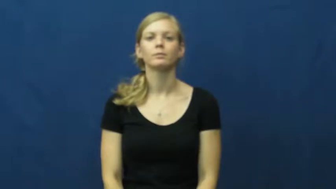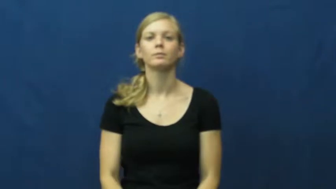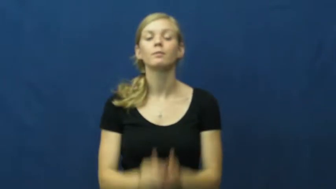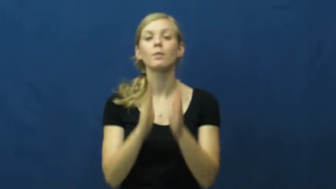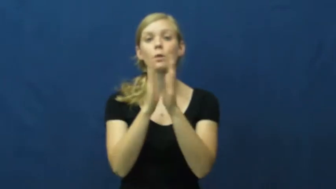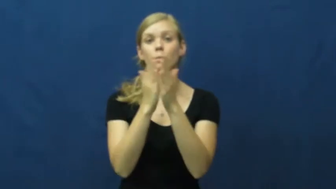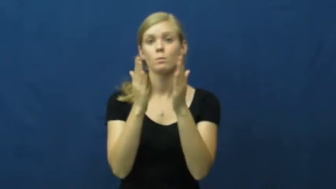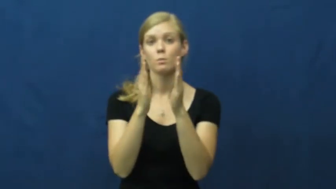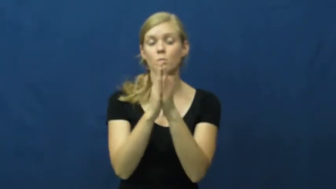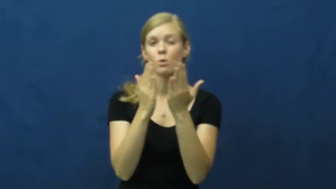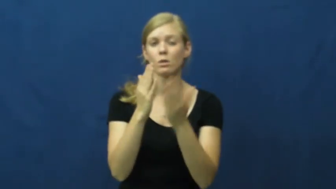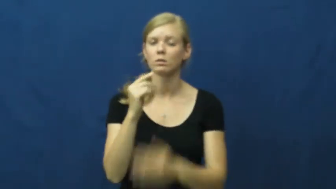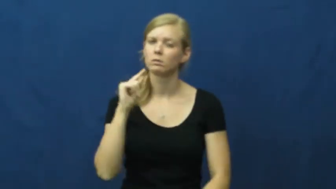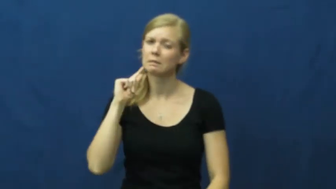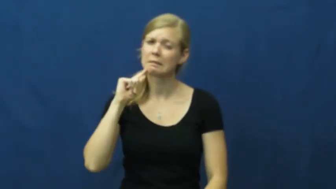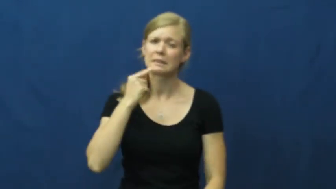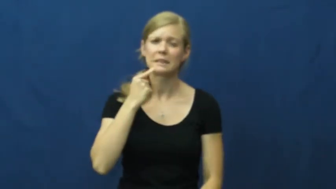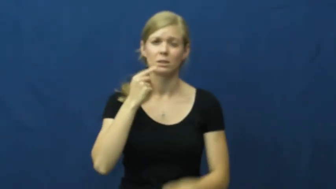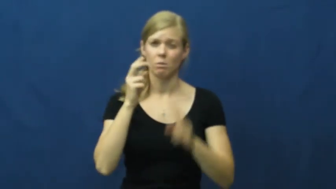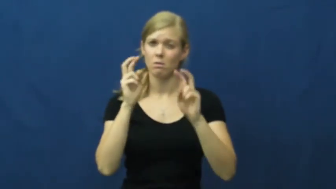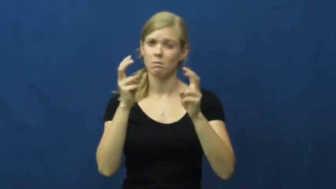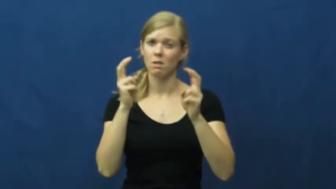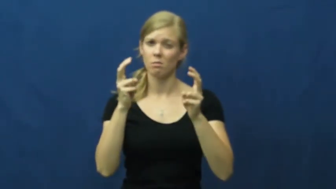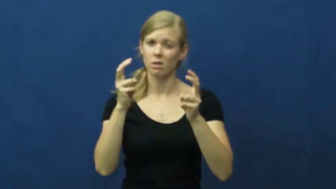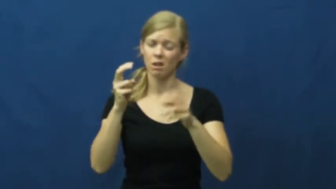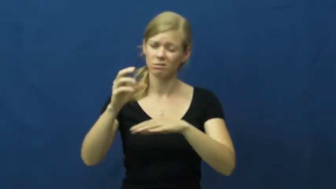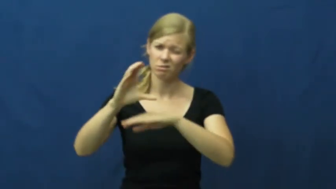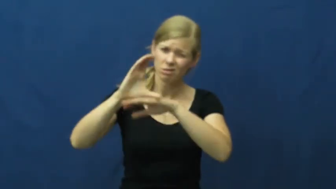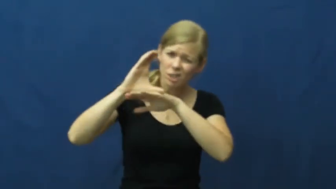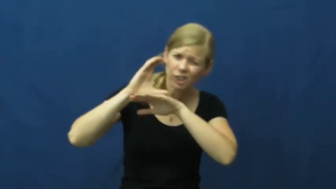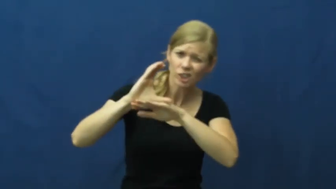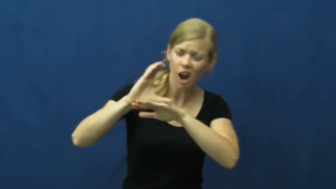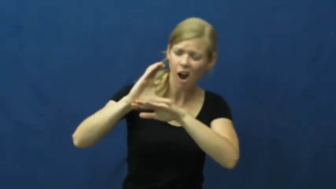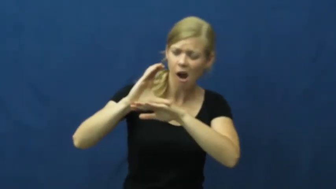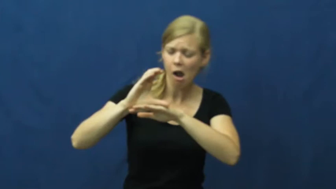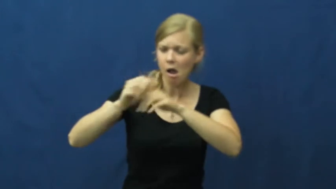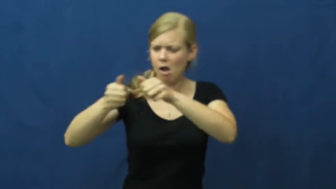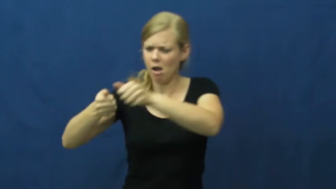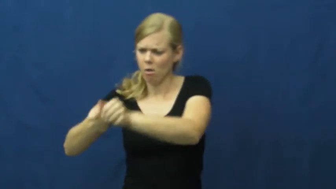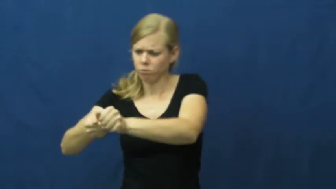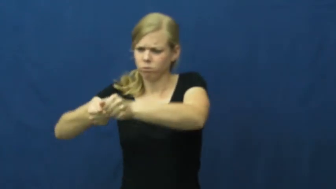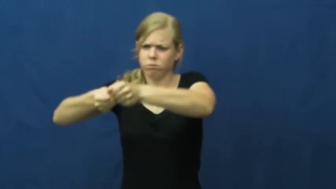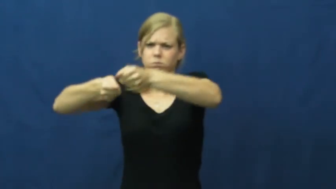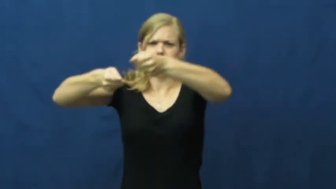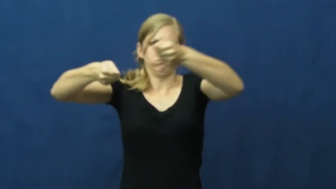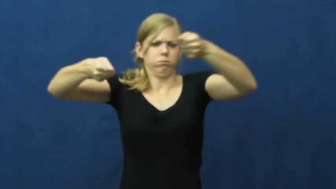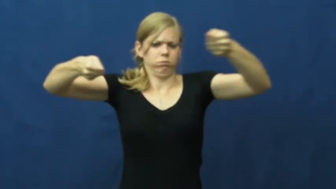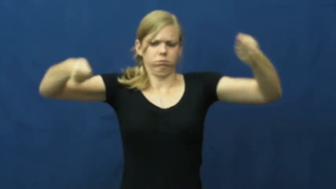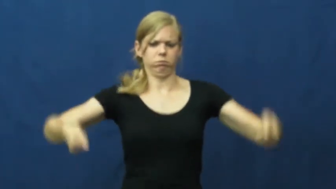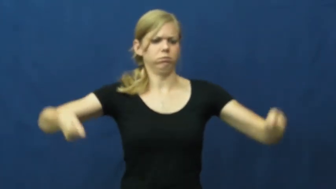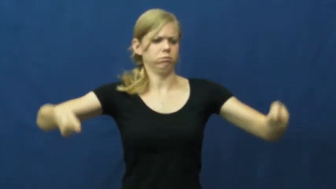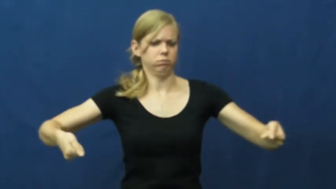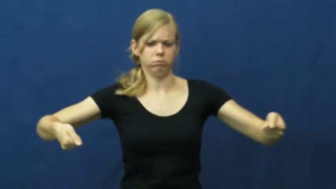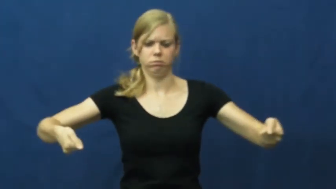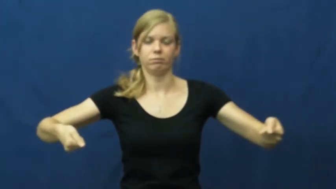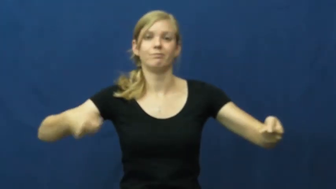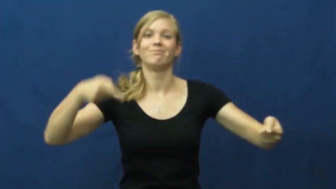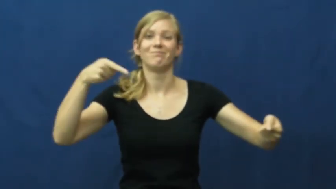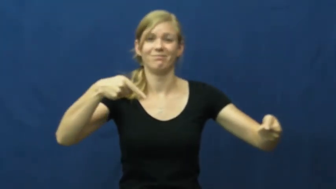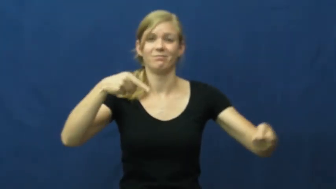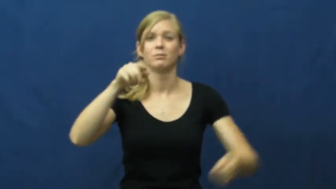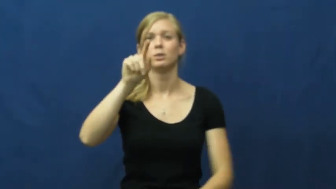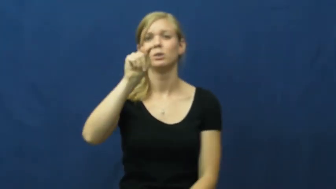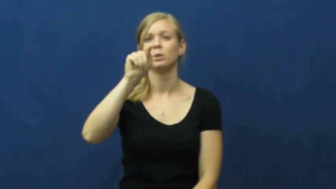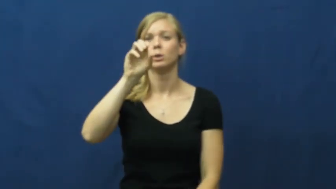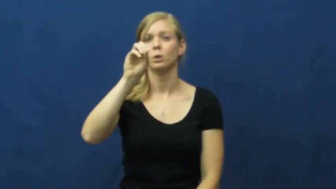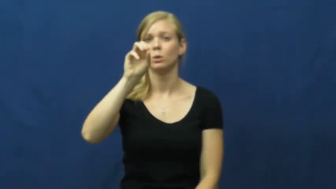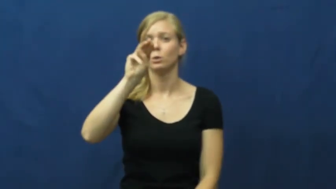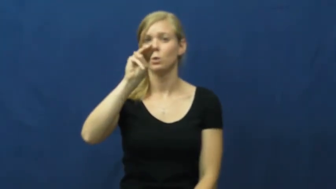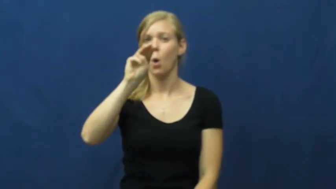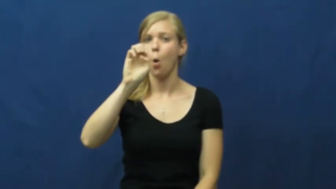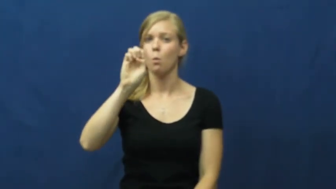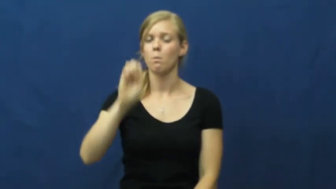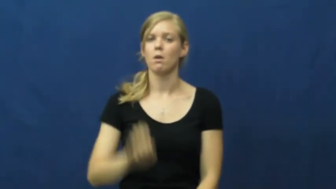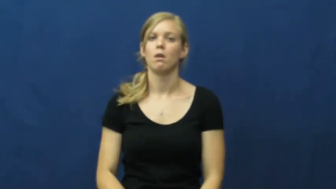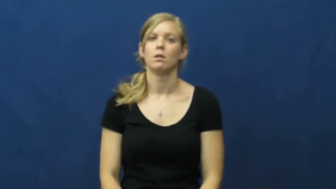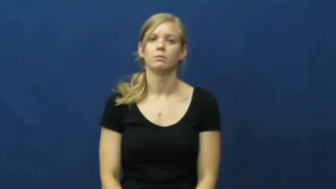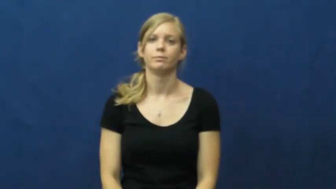tome